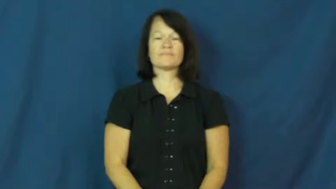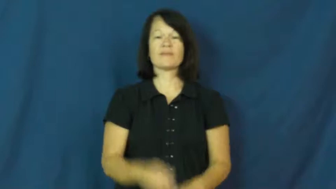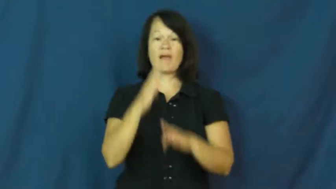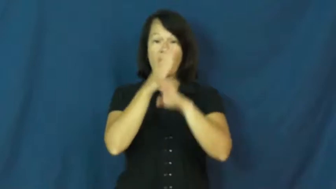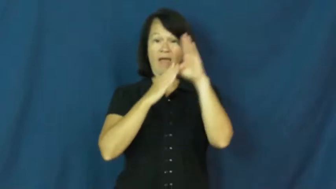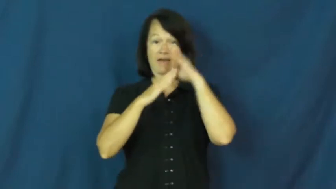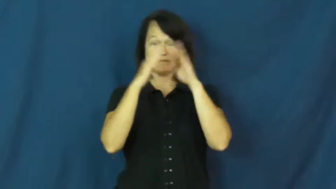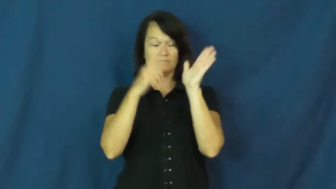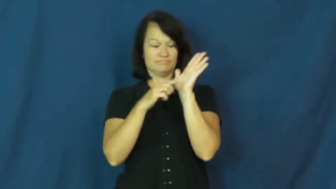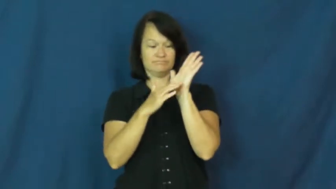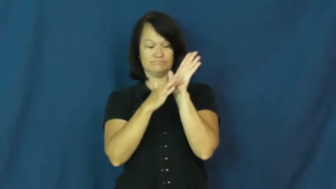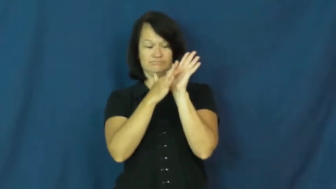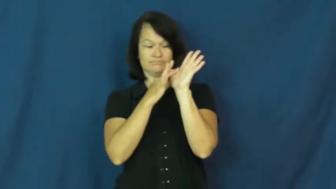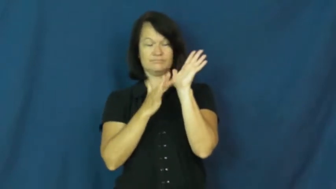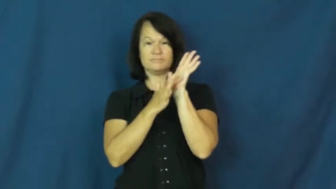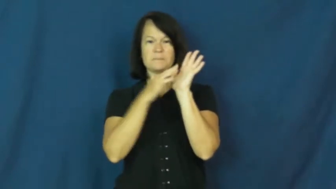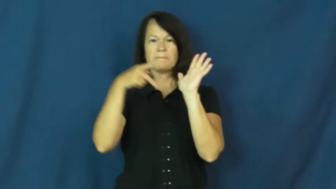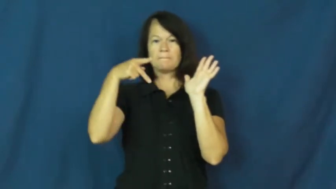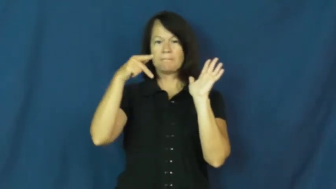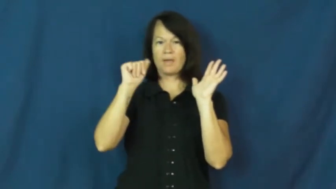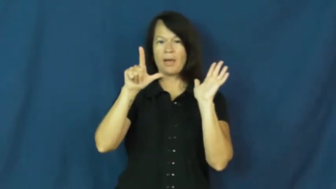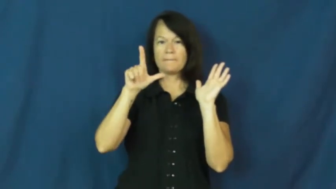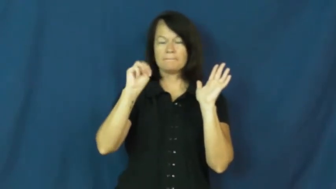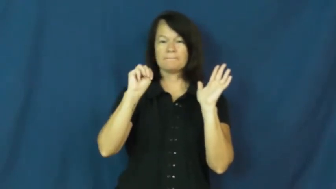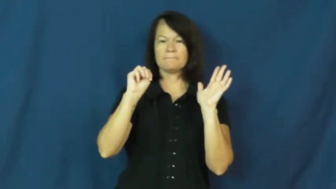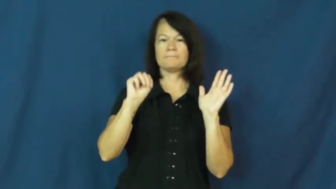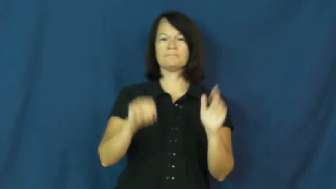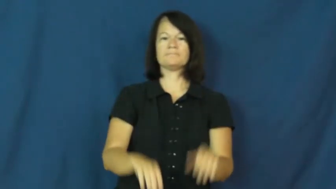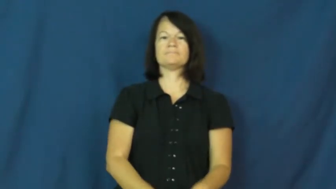palm-hand